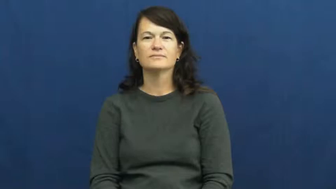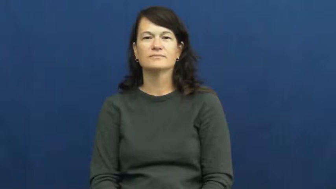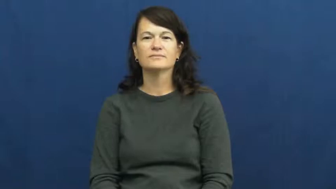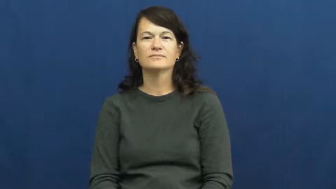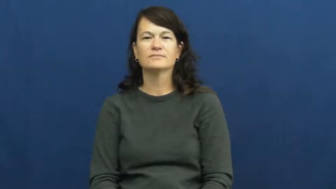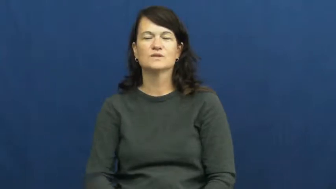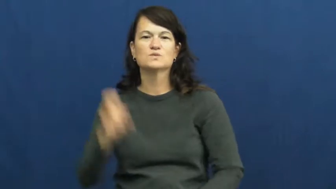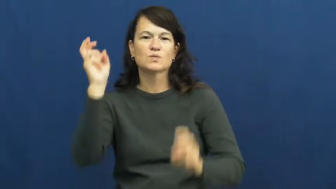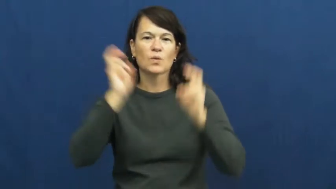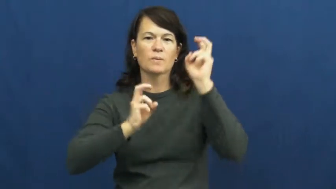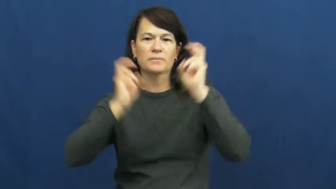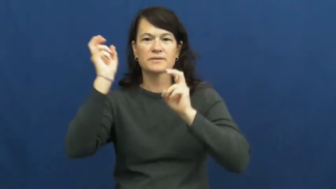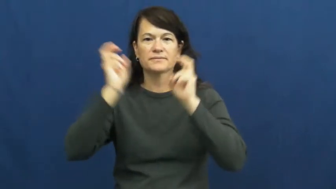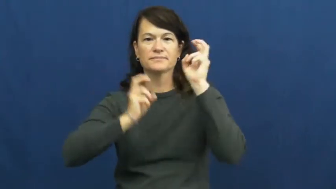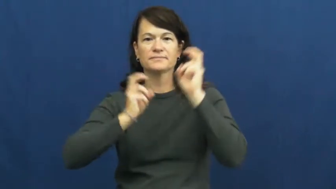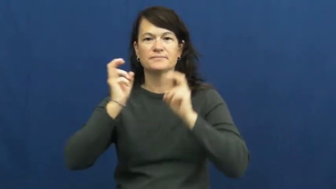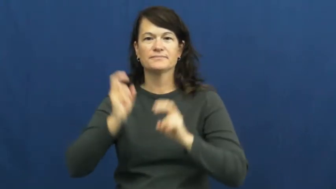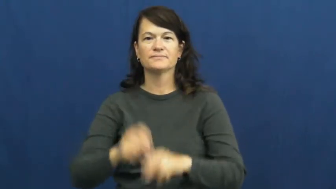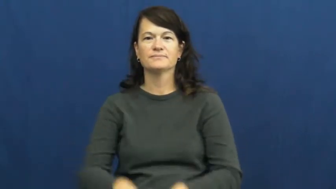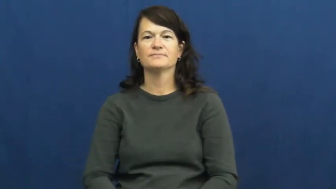tournament,classic